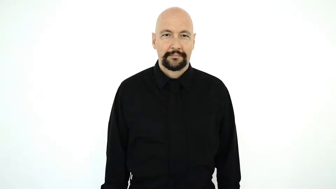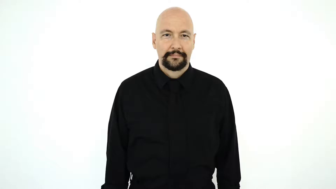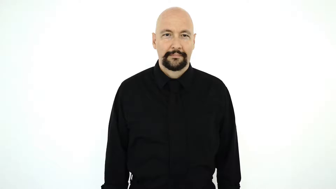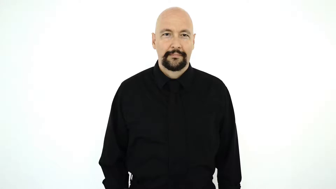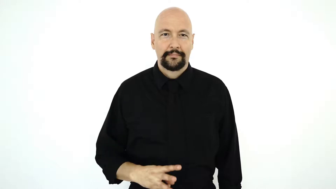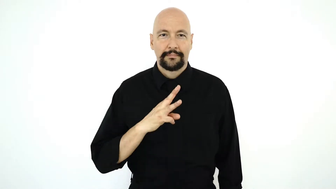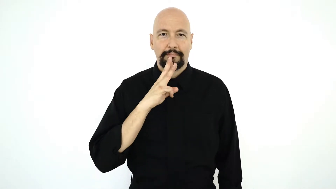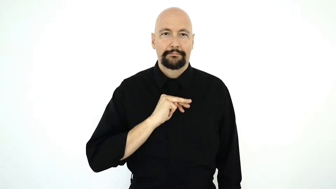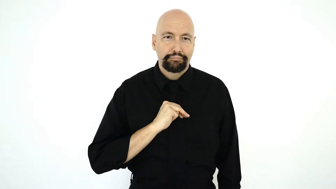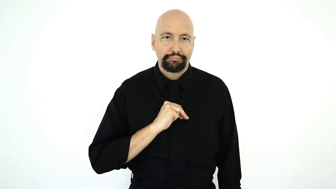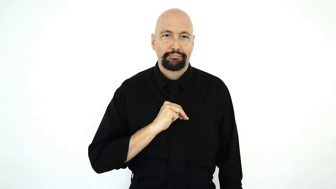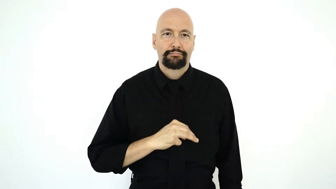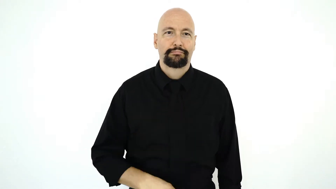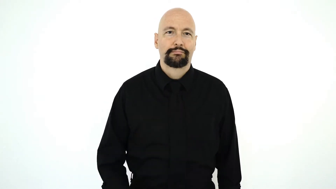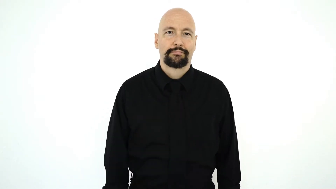WALMART-[version]